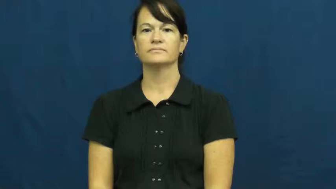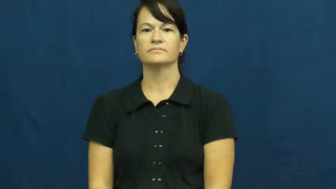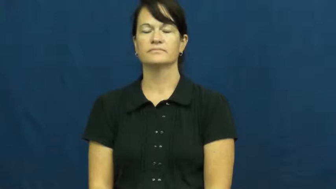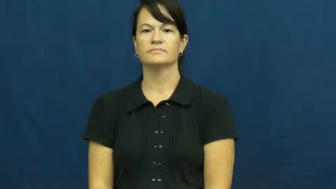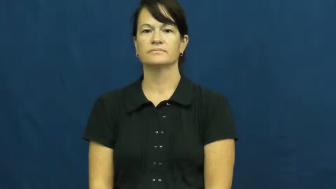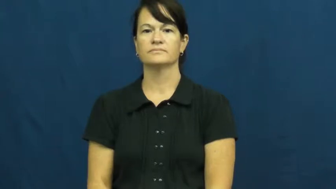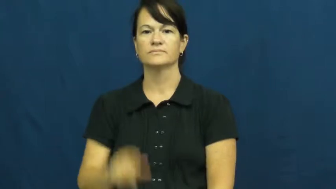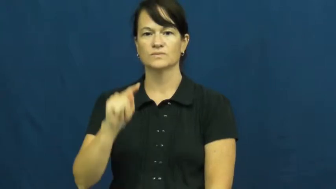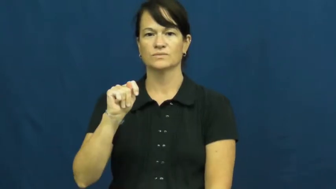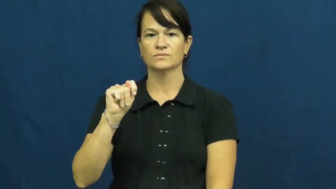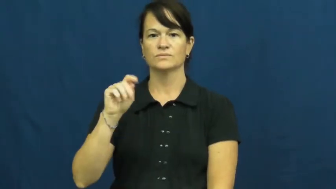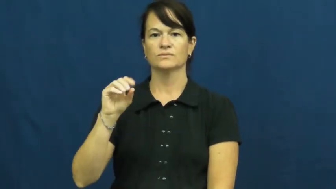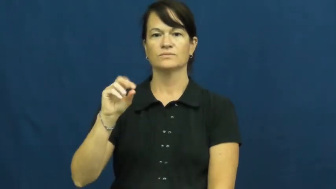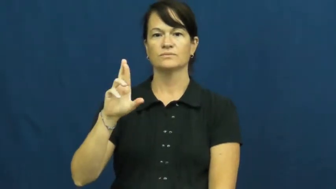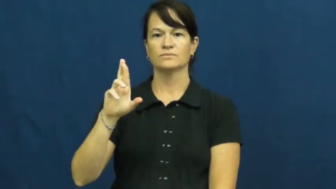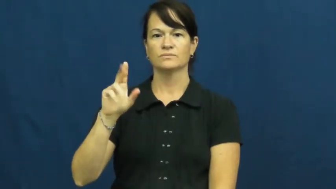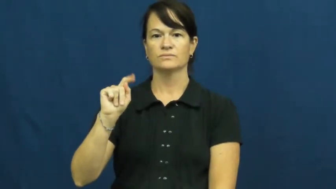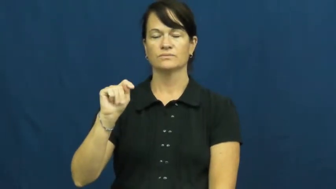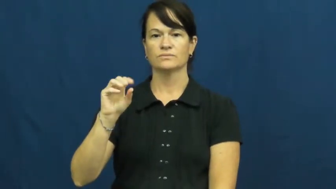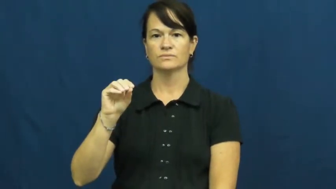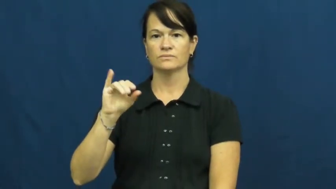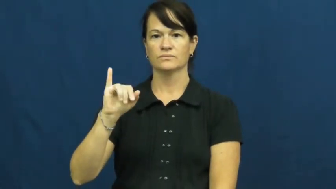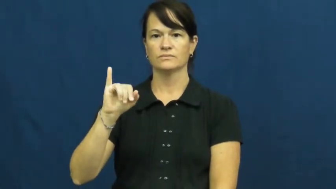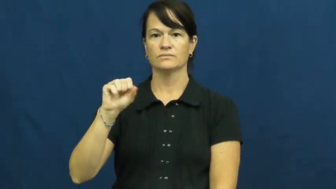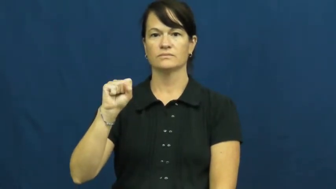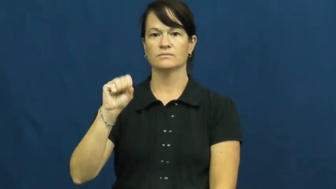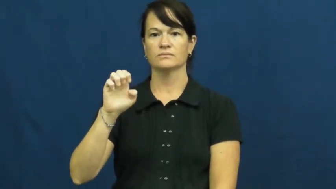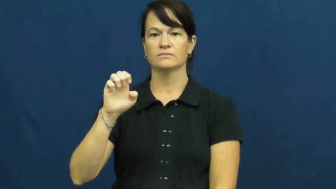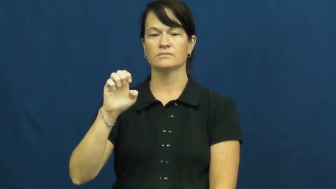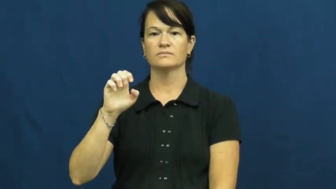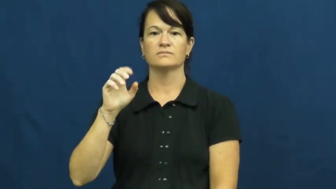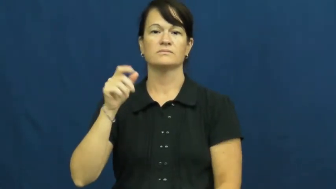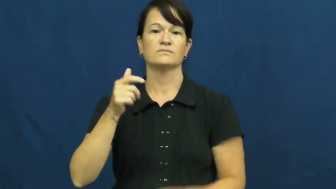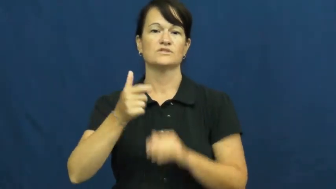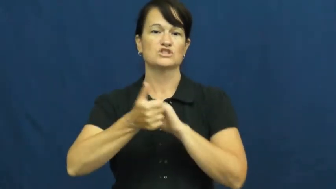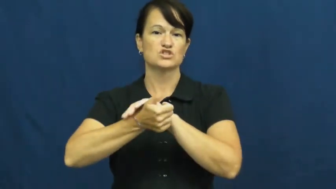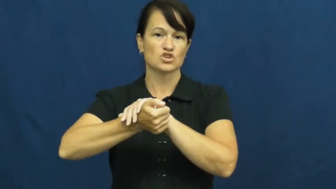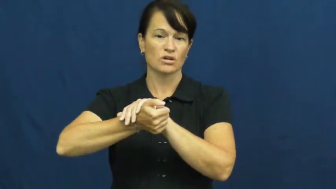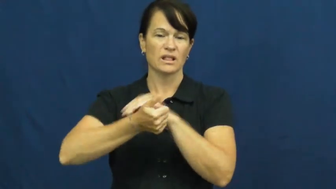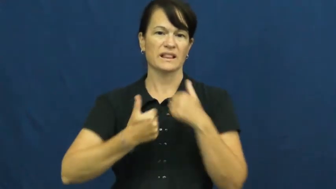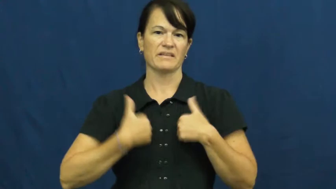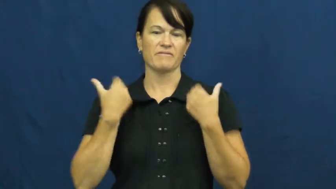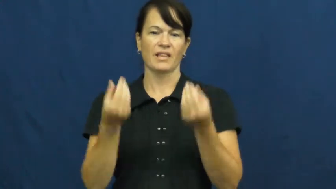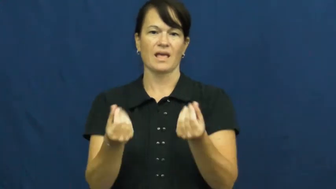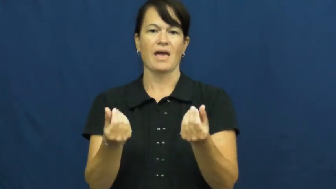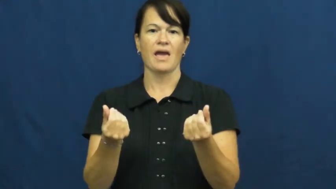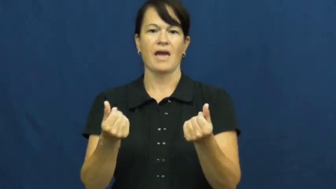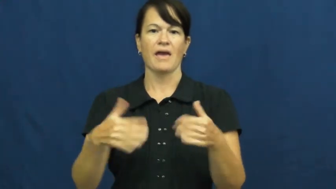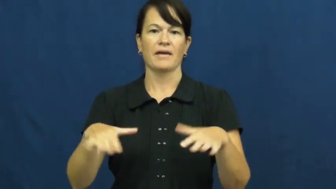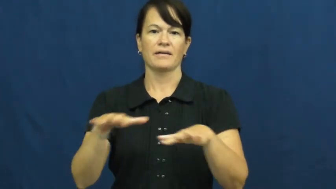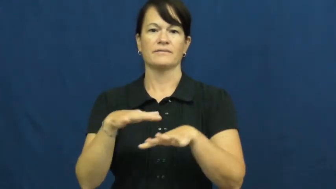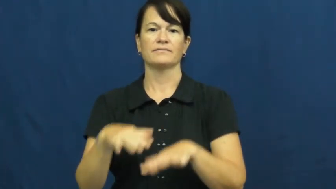tortoise